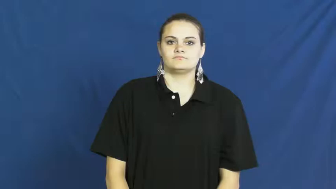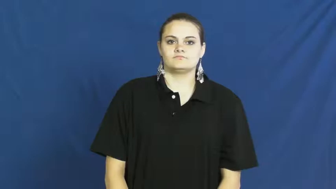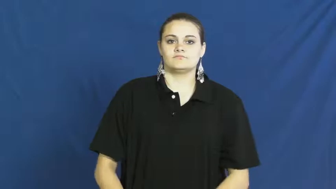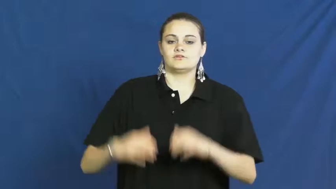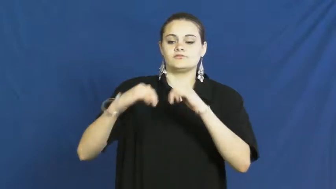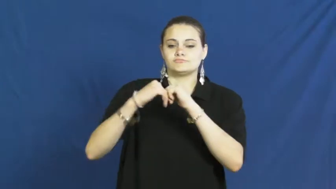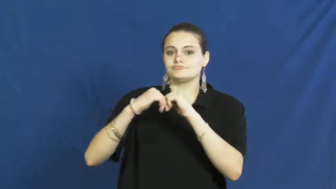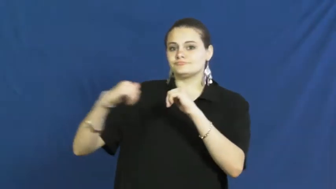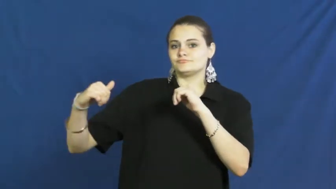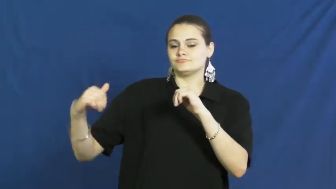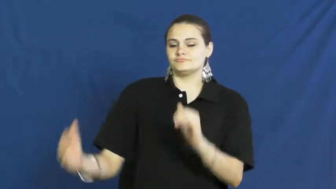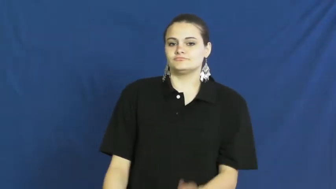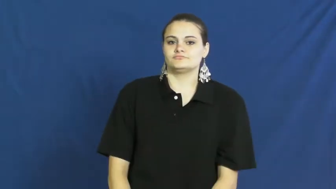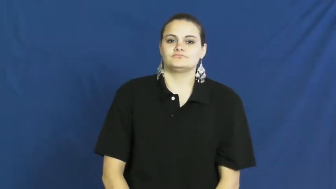separate,split,sequester,bifurcate,breach,cleave